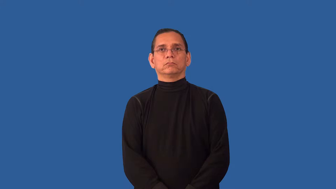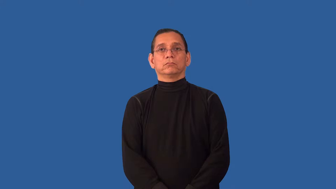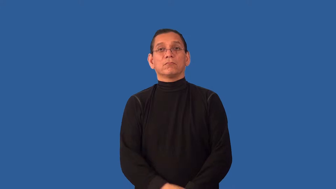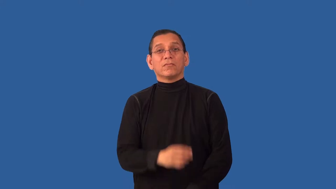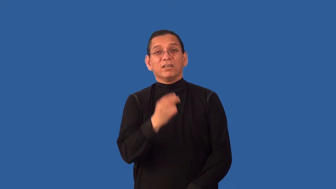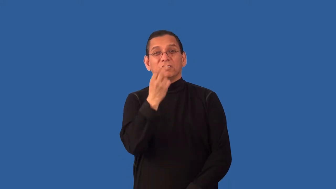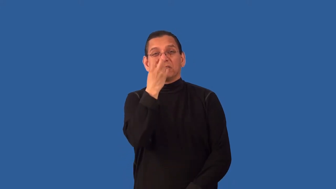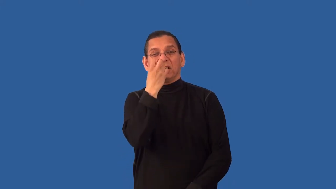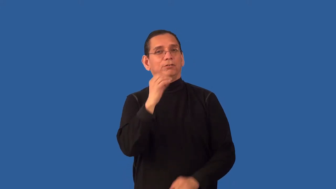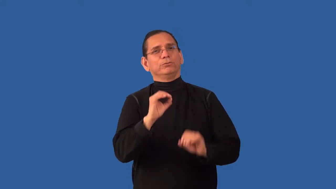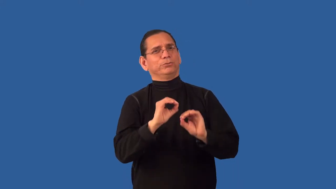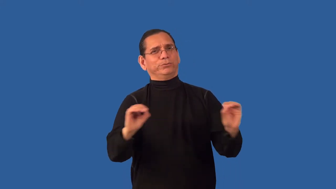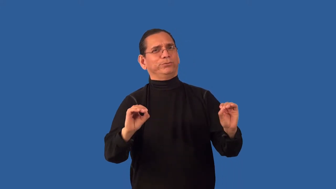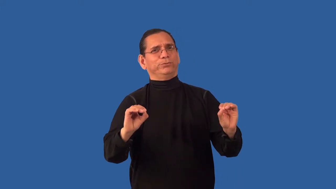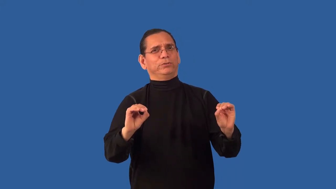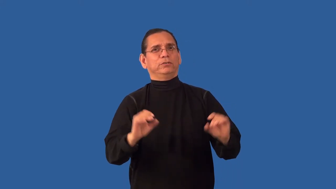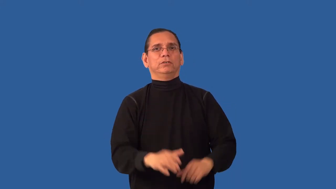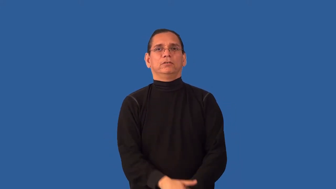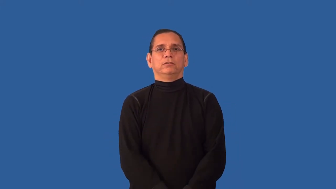undisputable